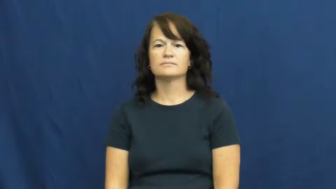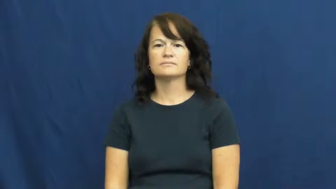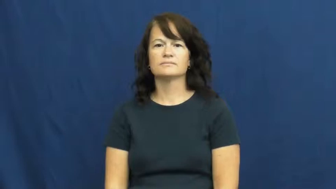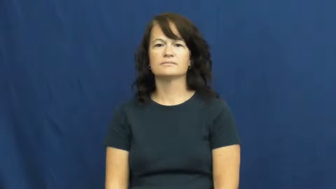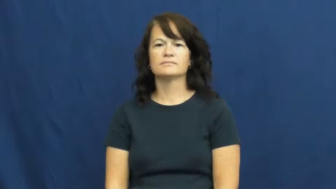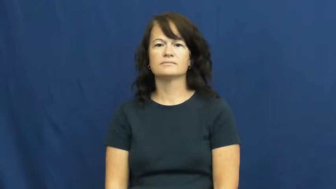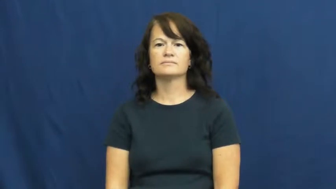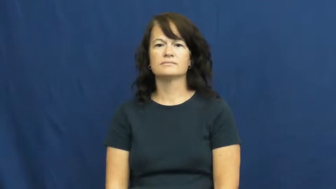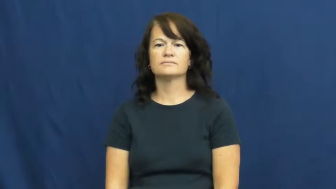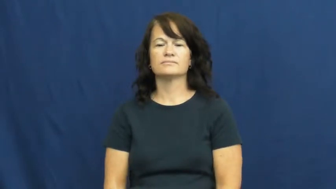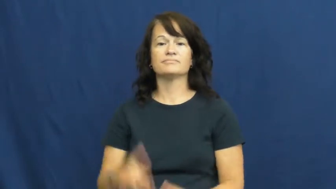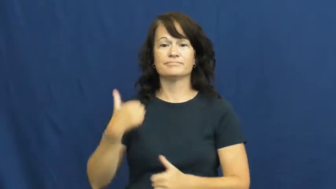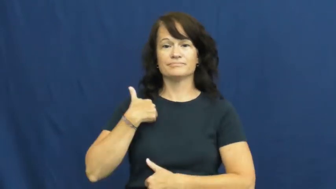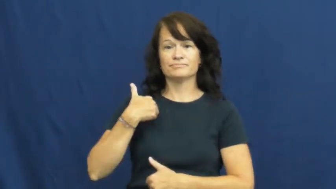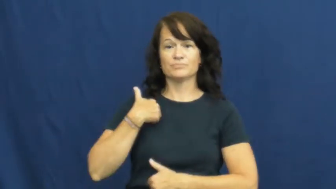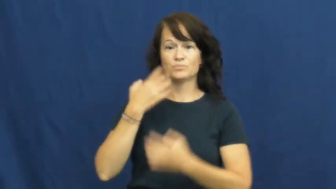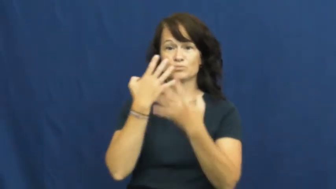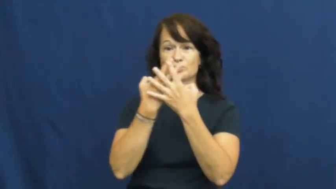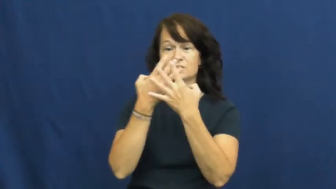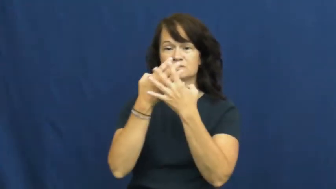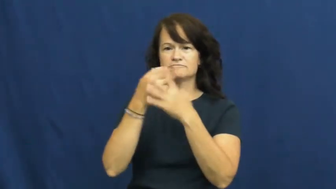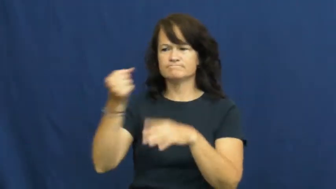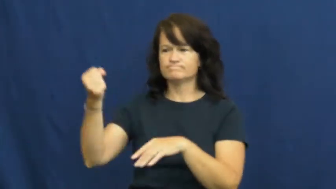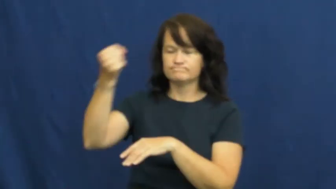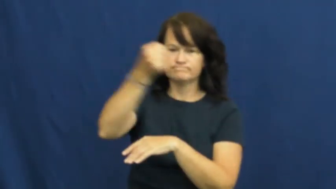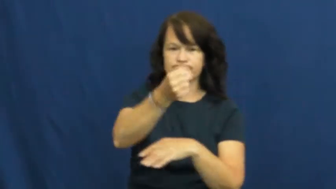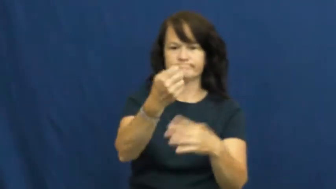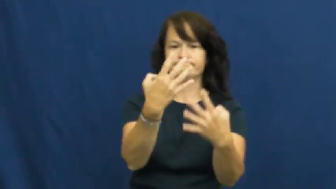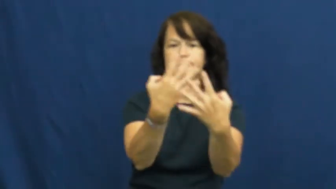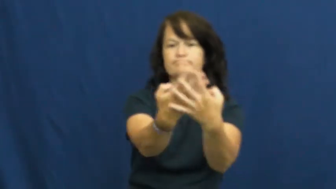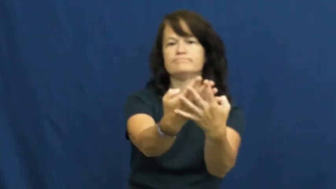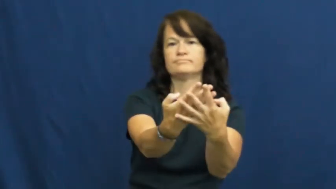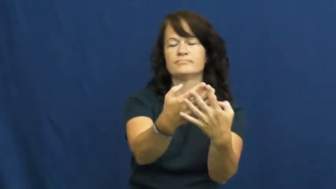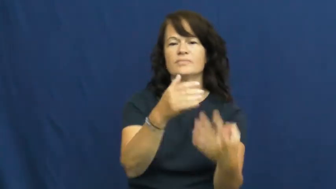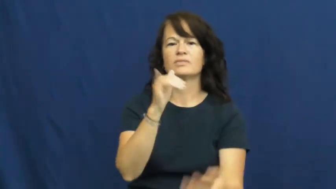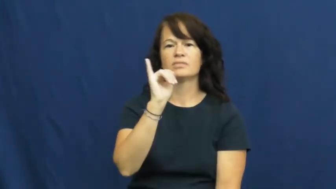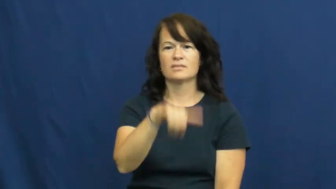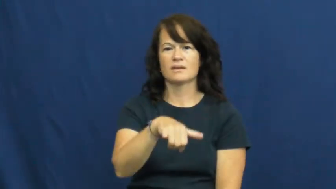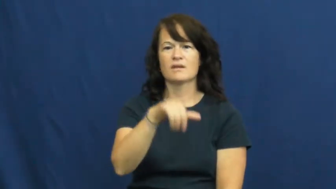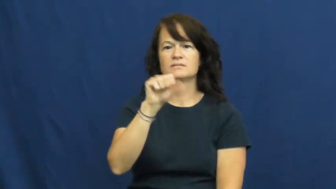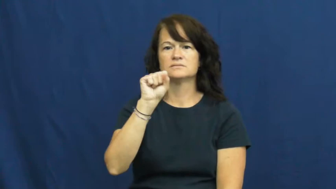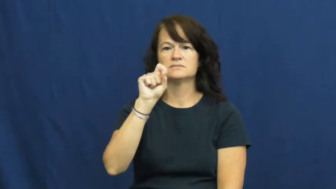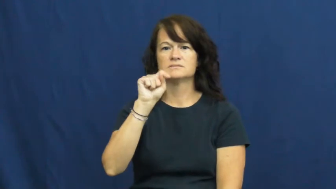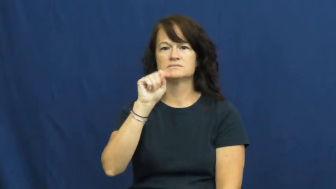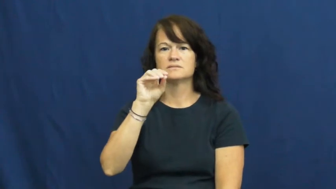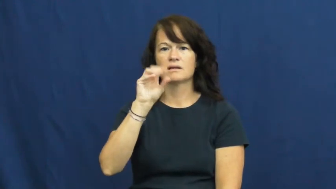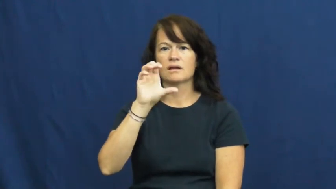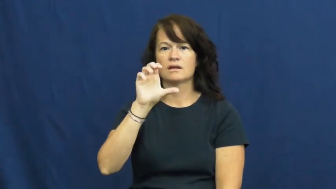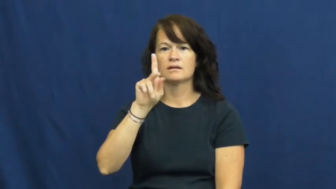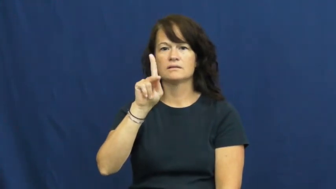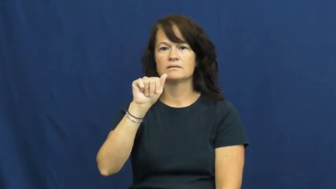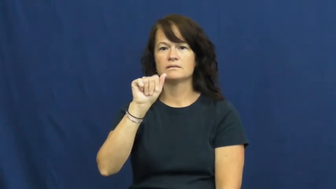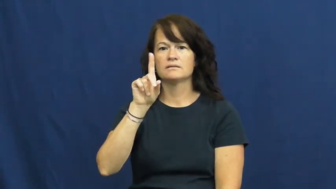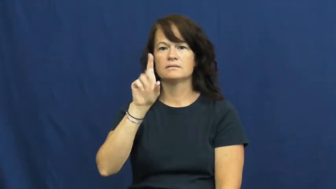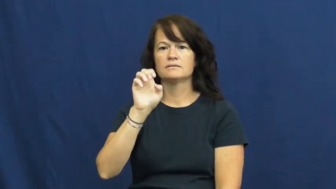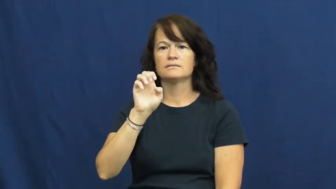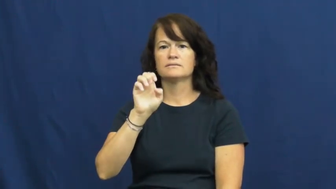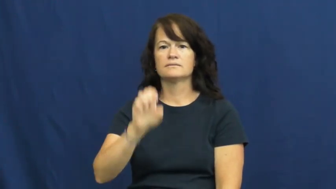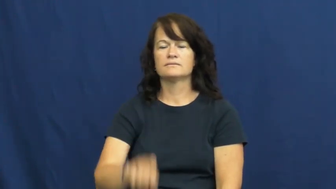stockade-prison